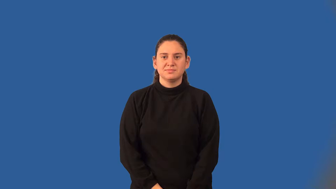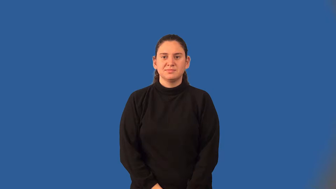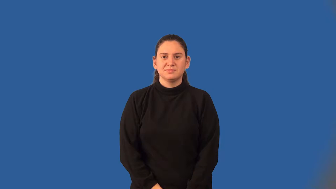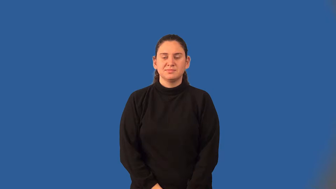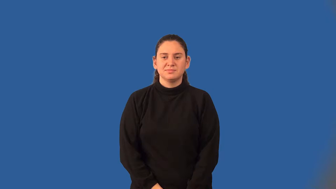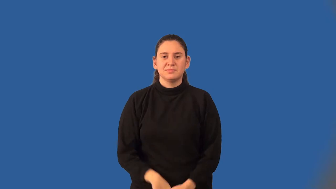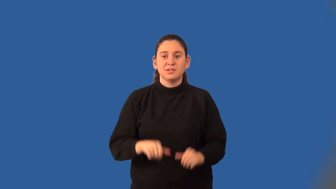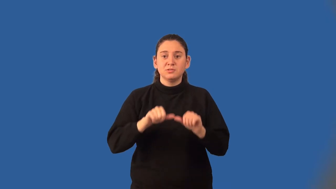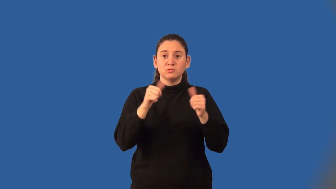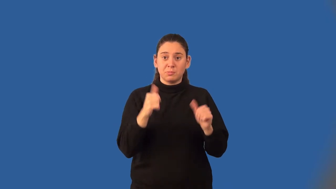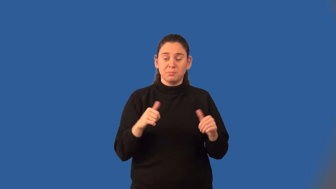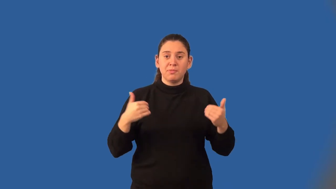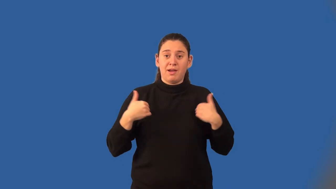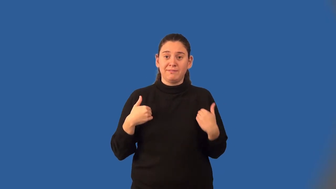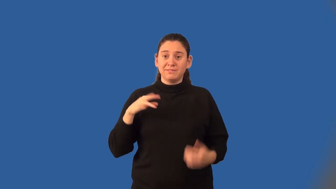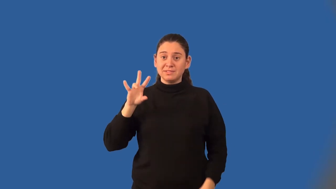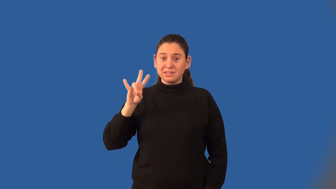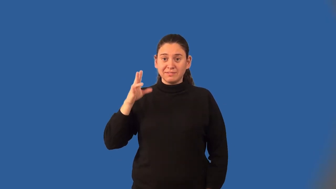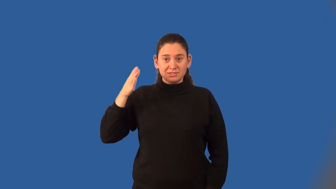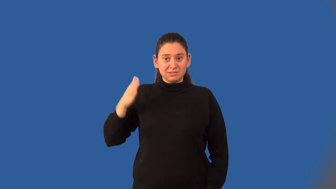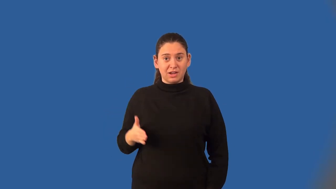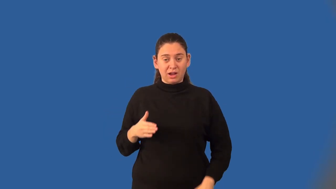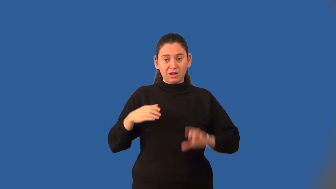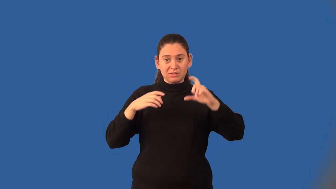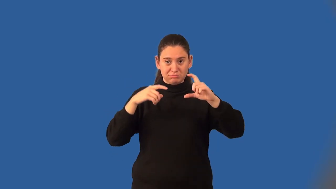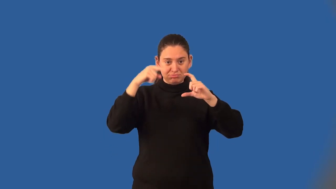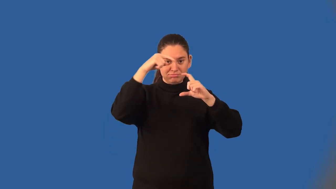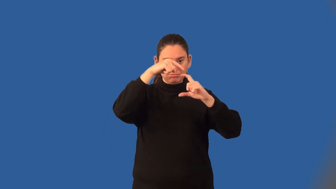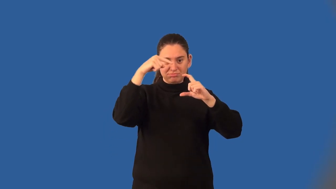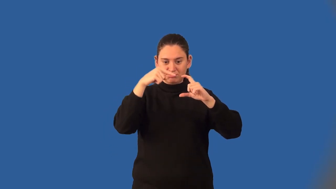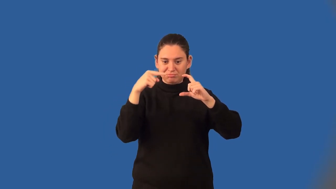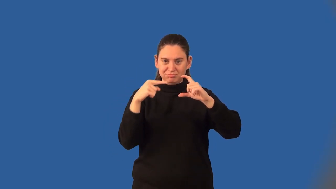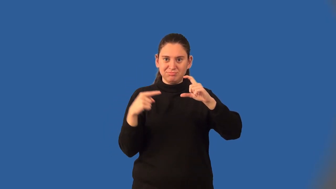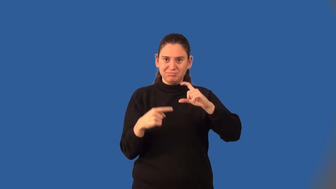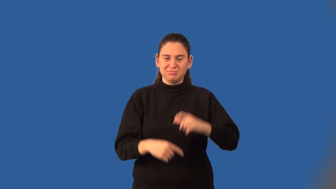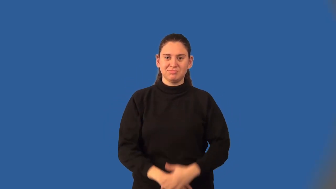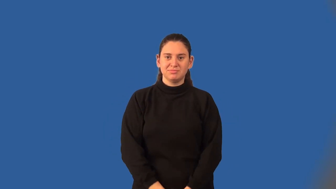heptagon